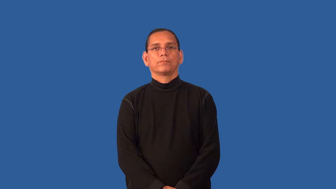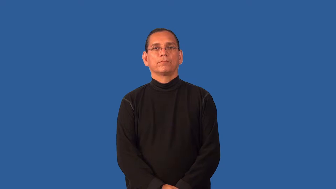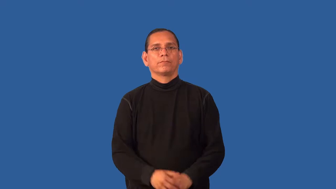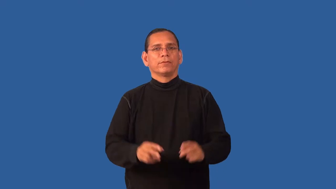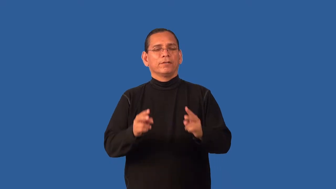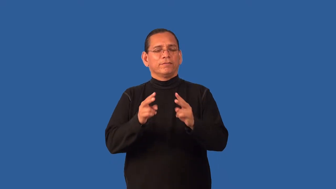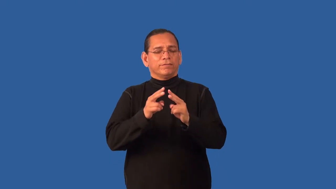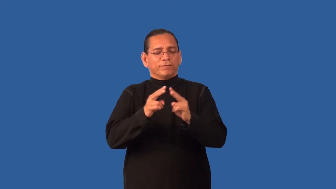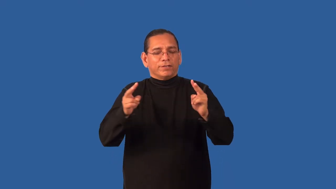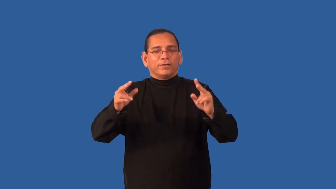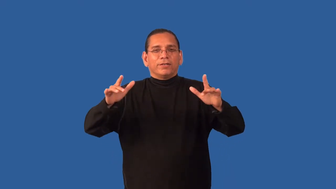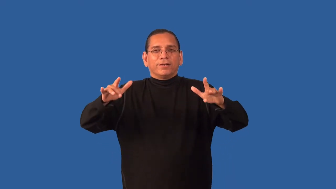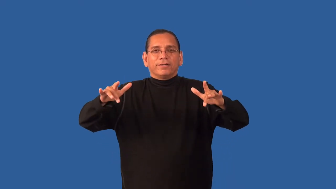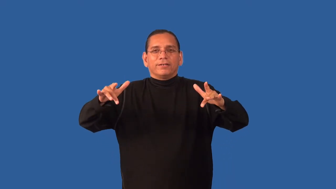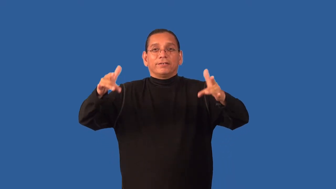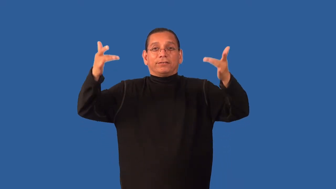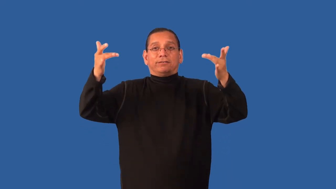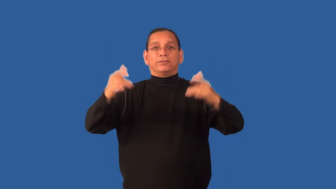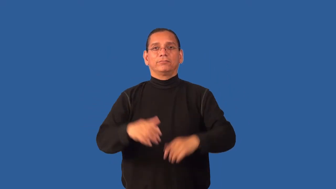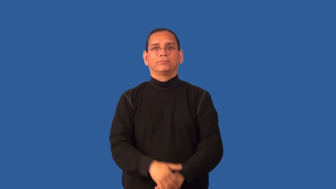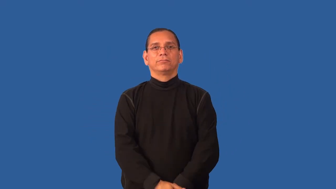ethereal, gossamer